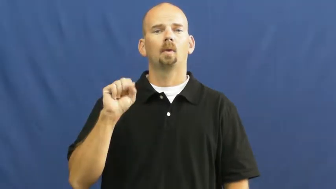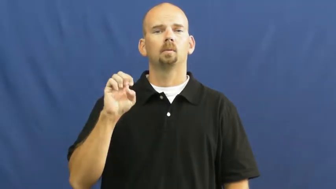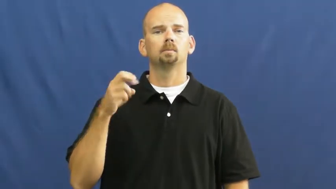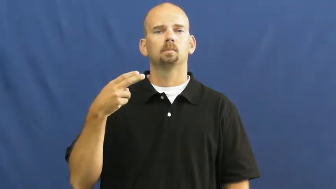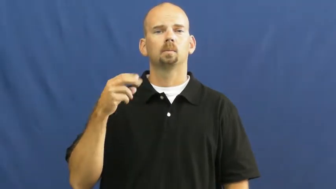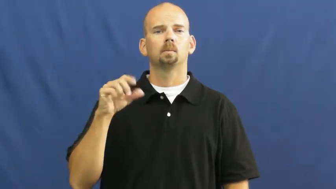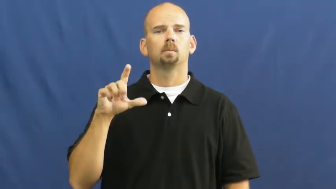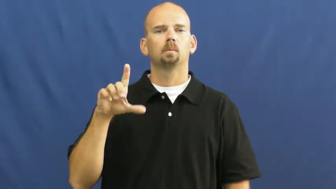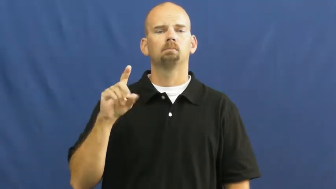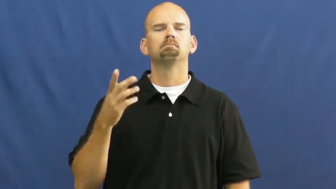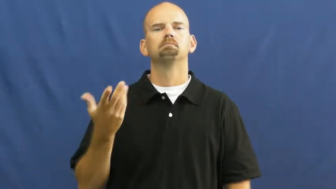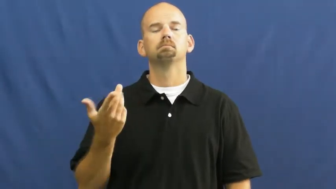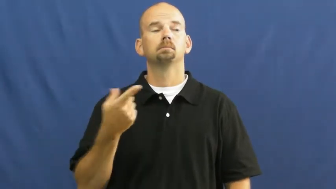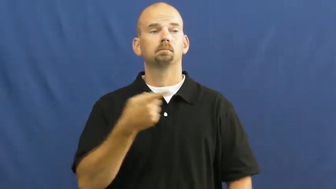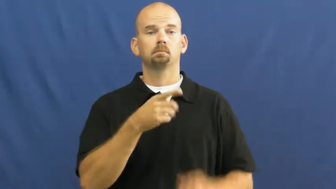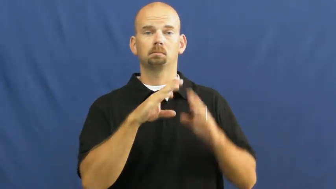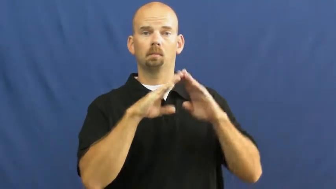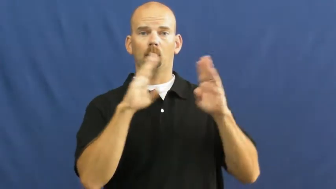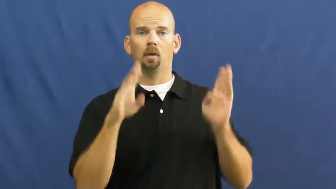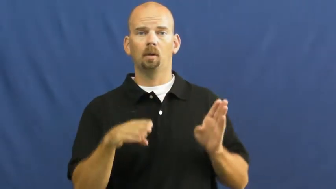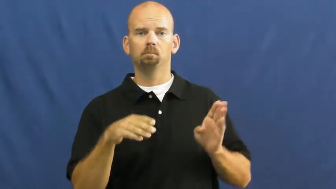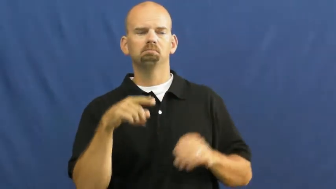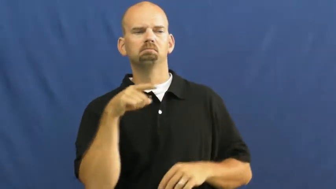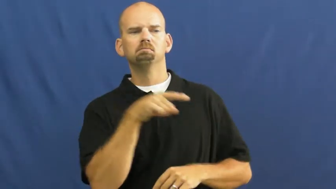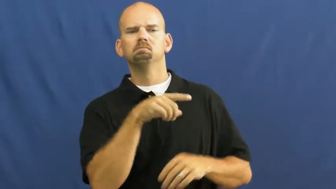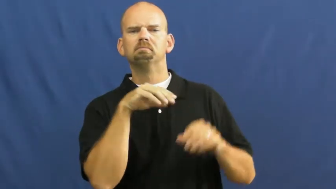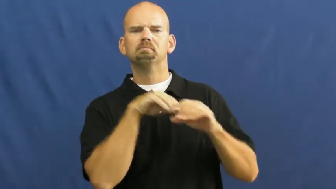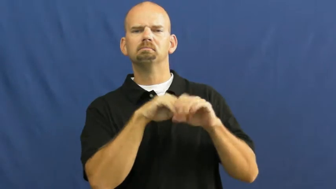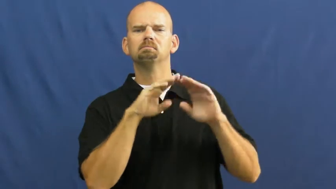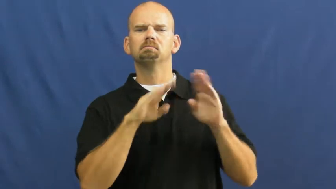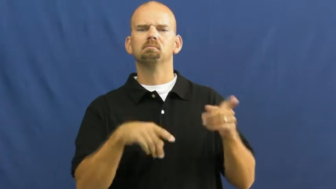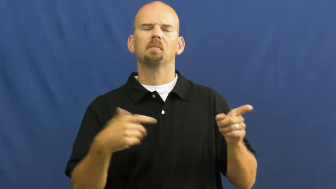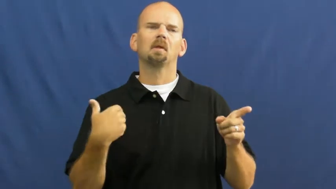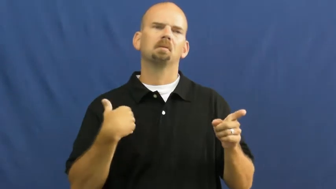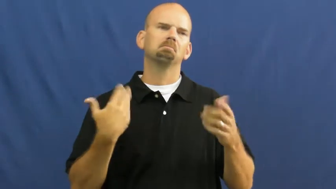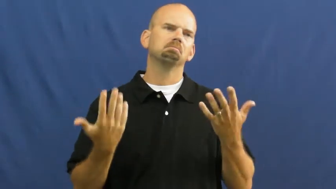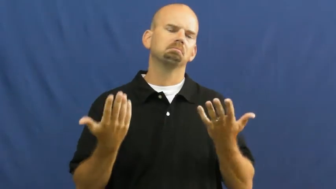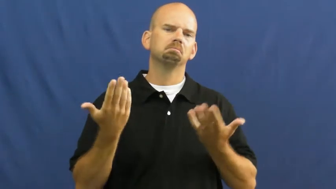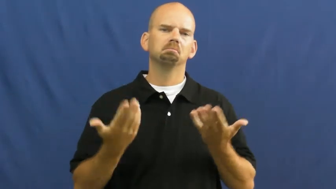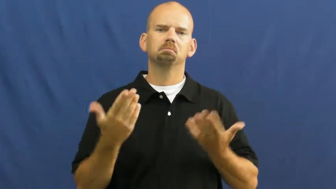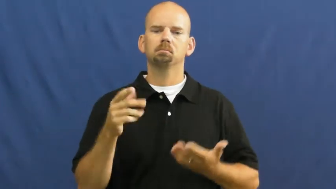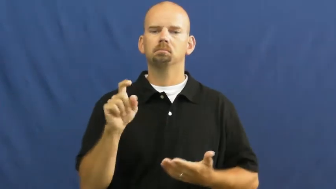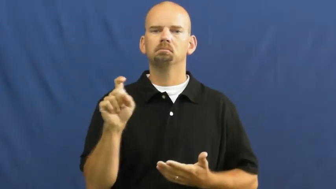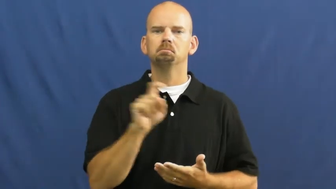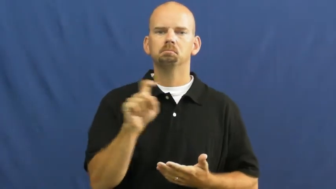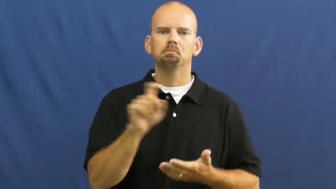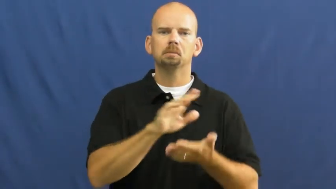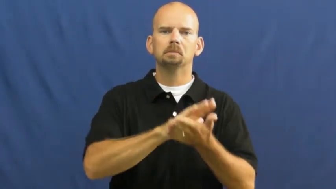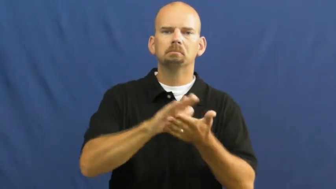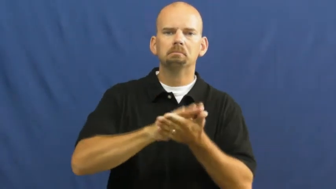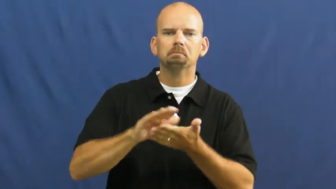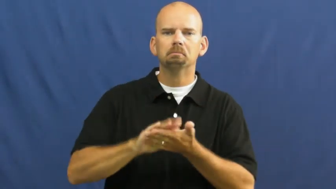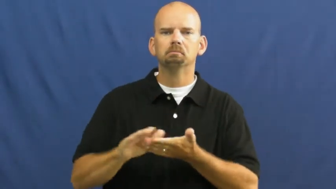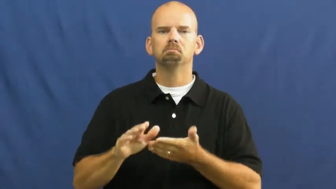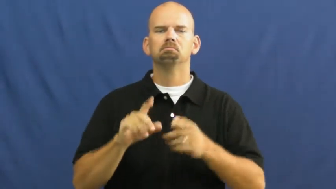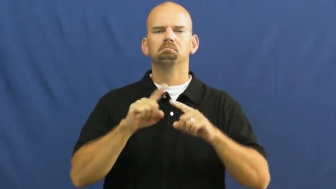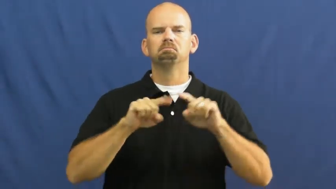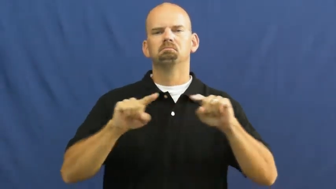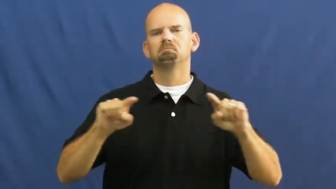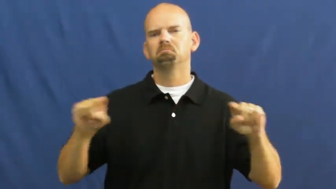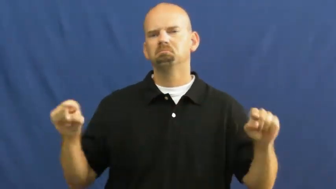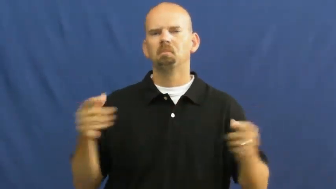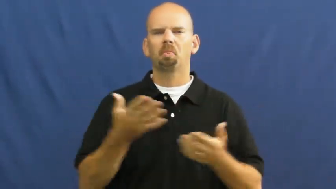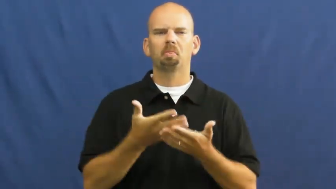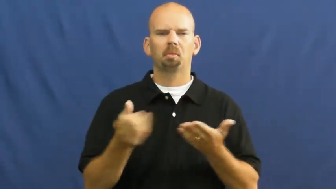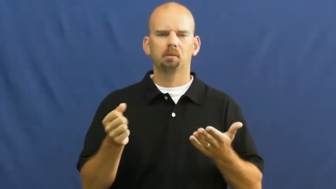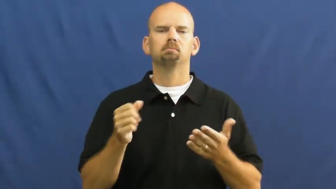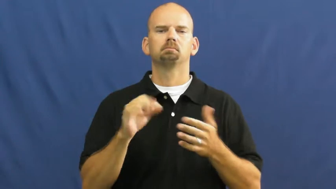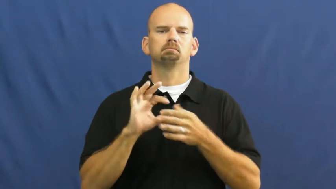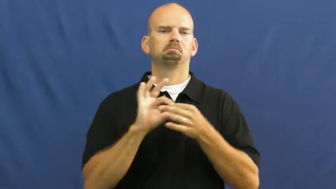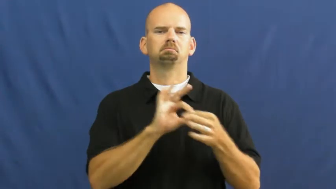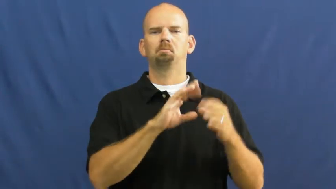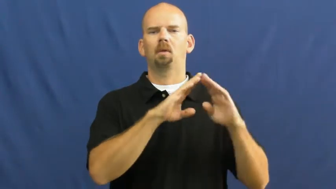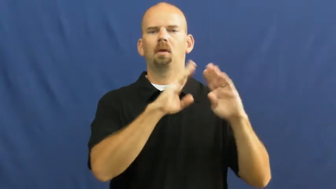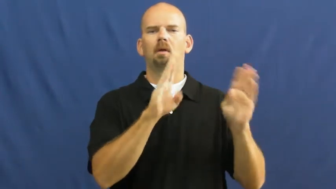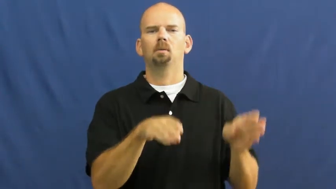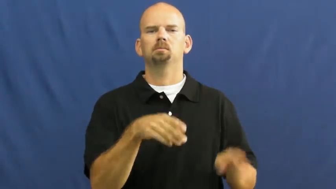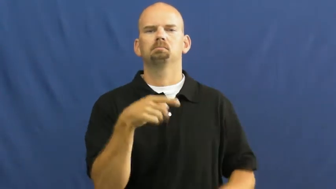household